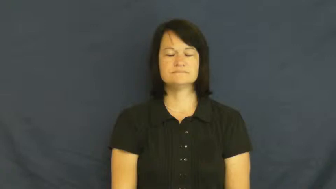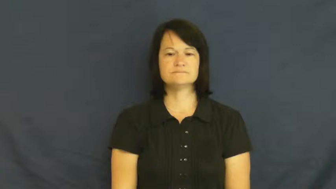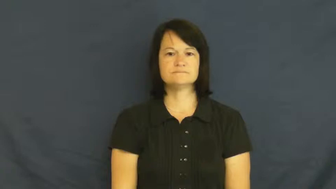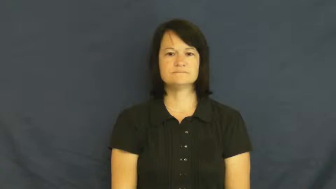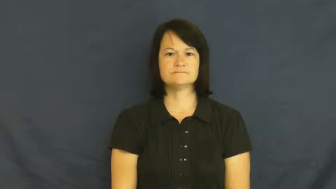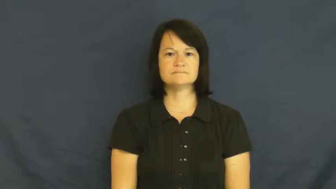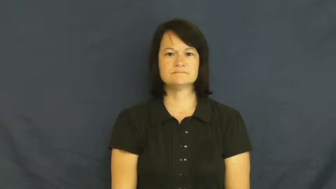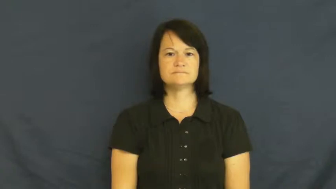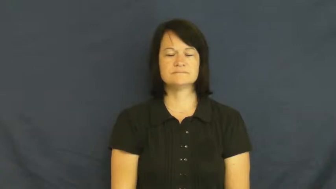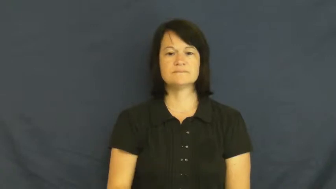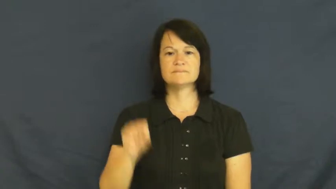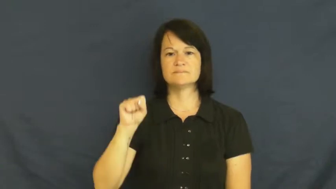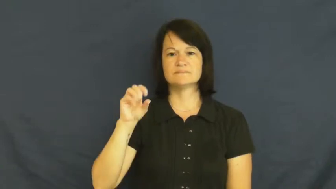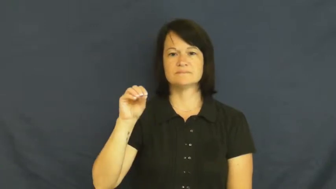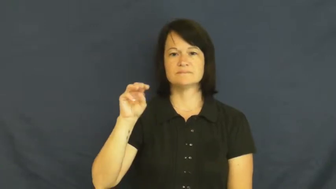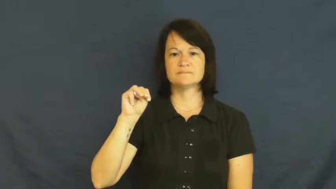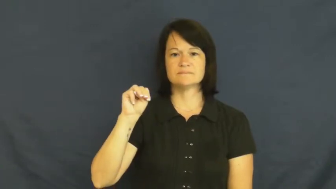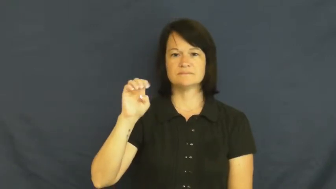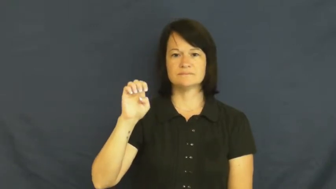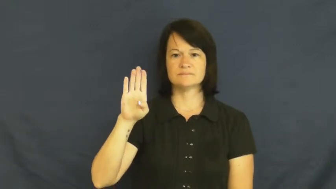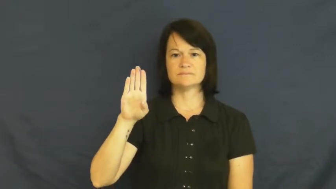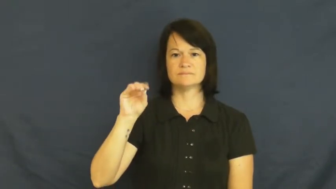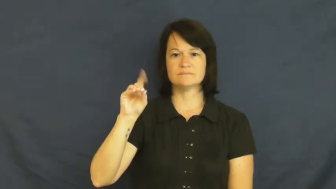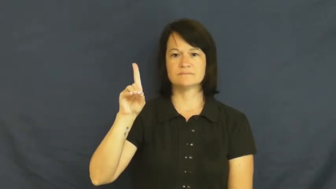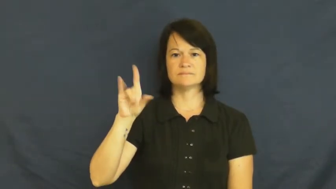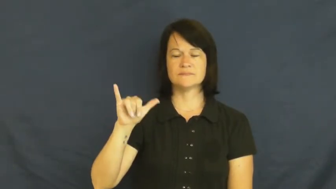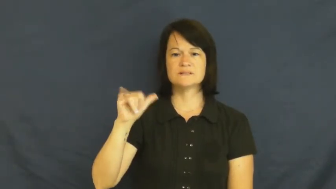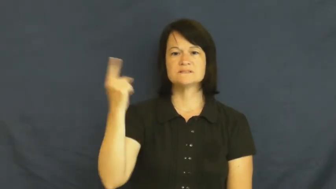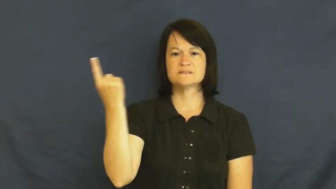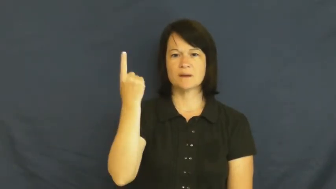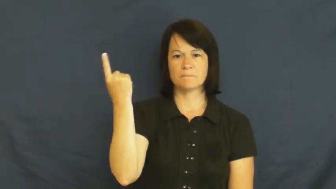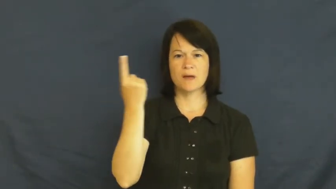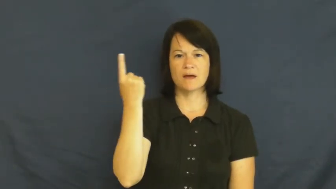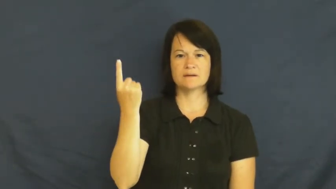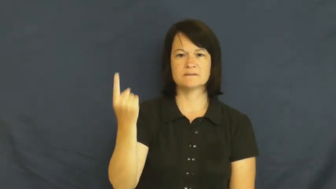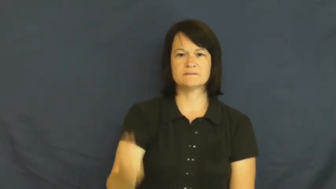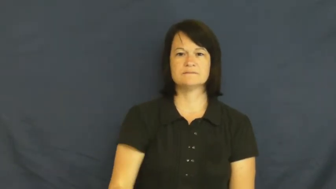somebody